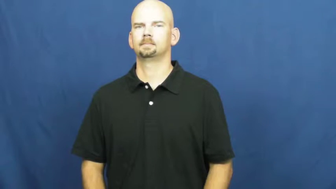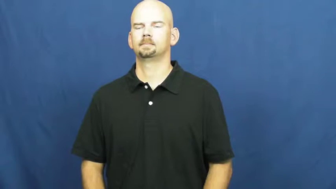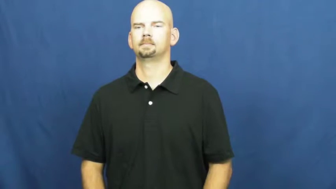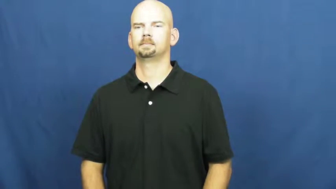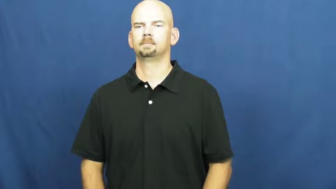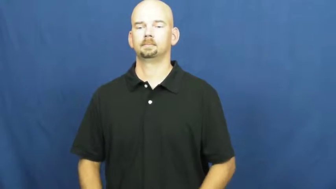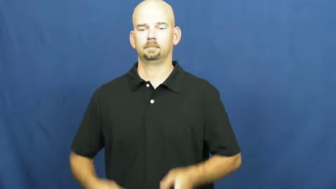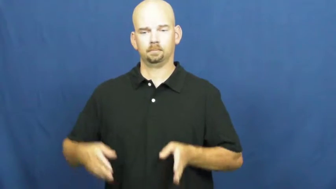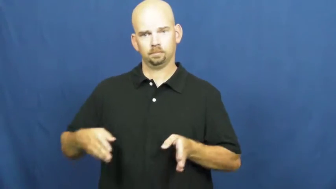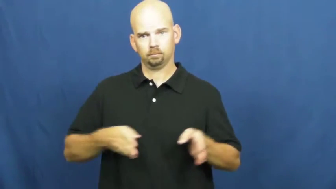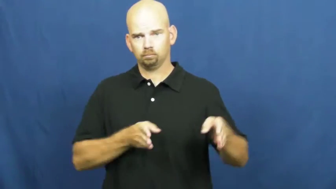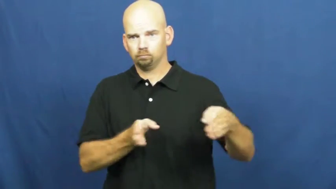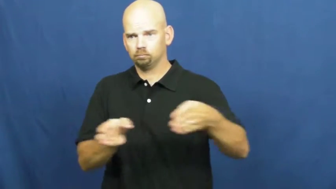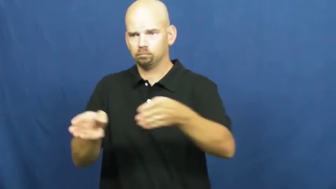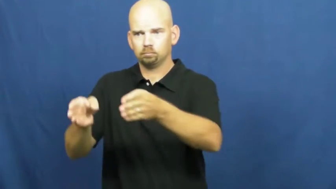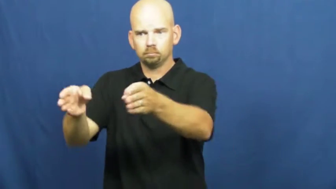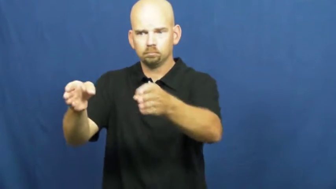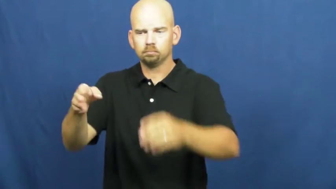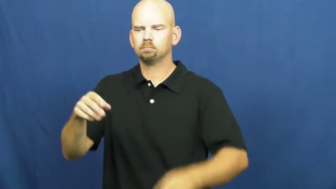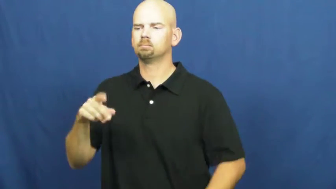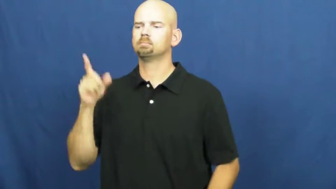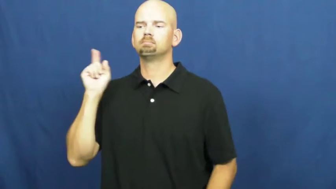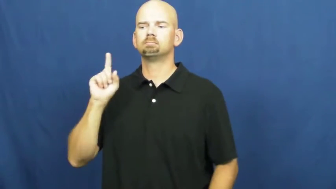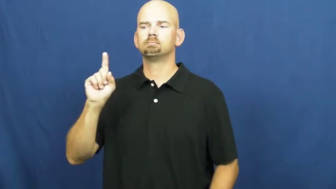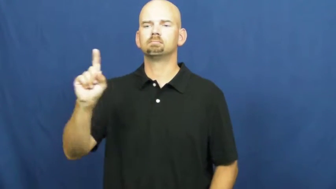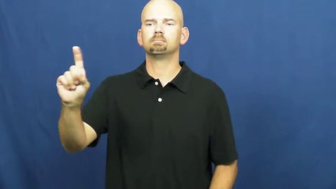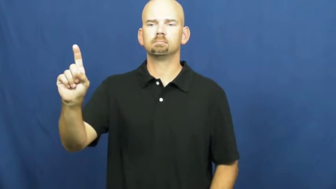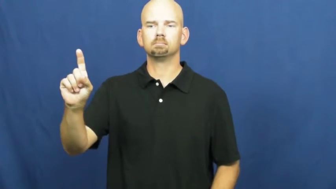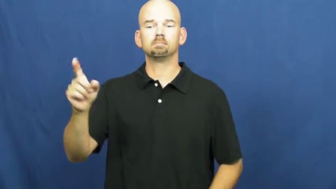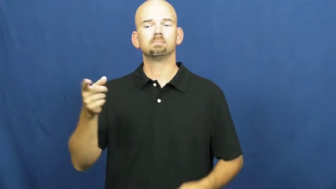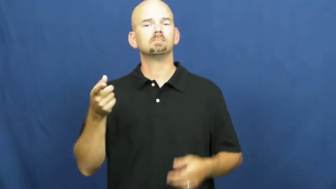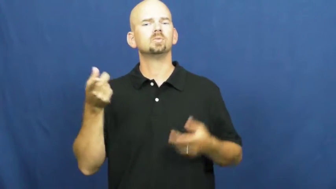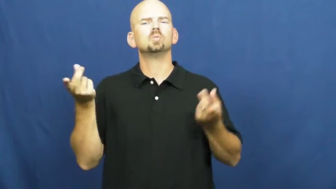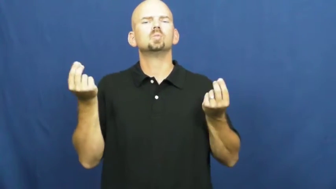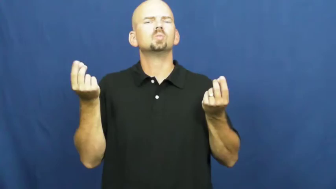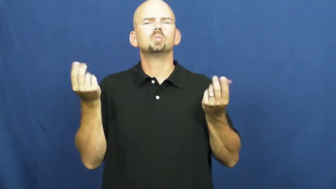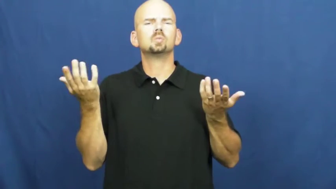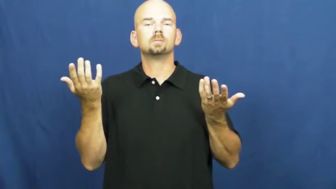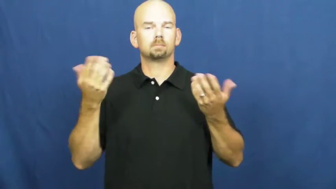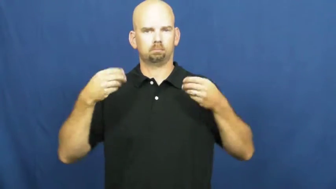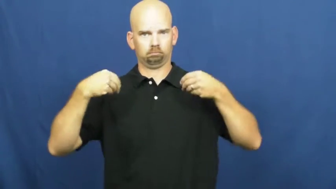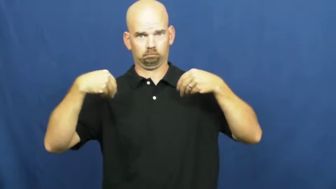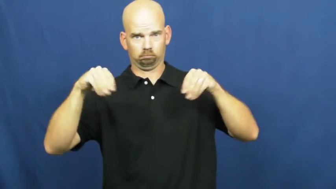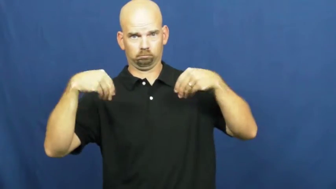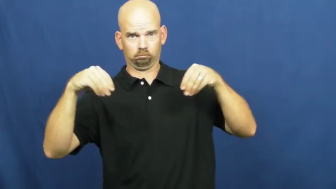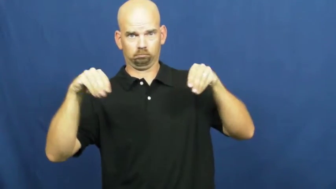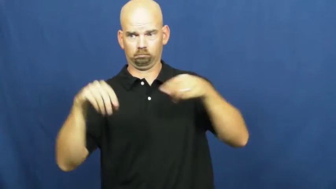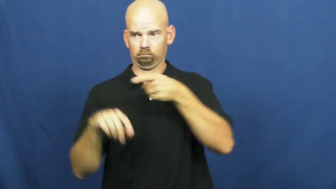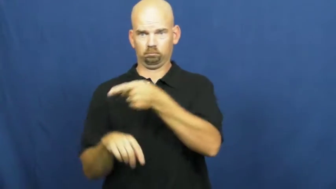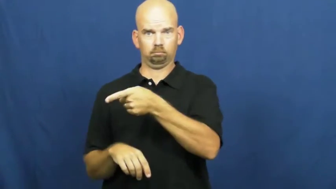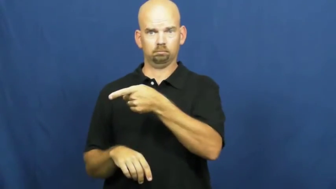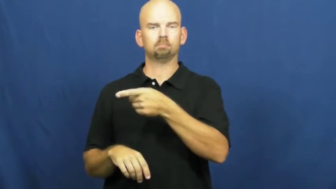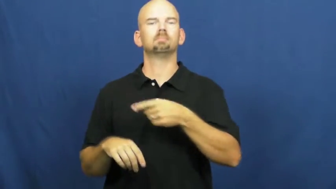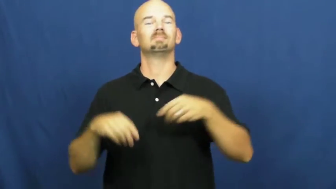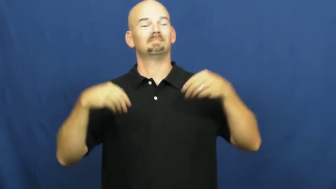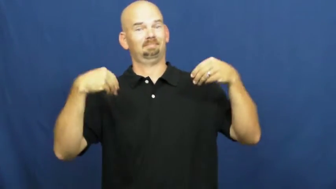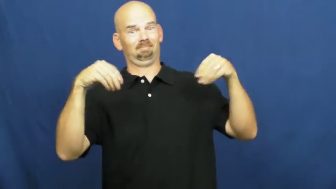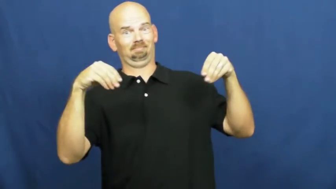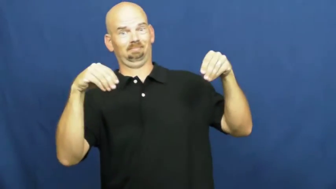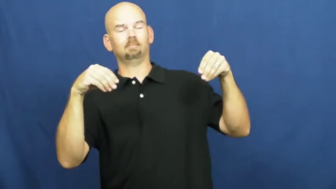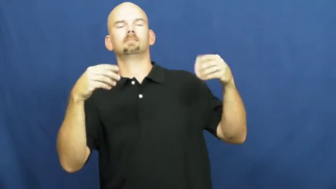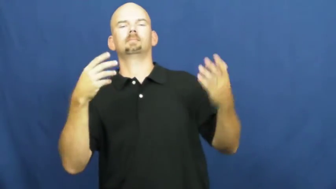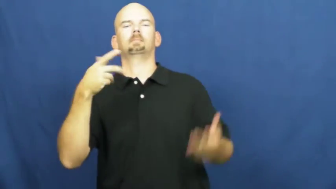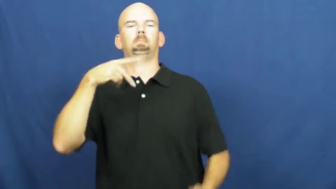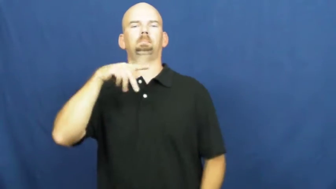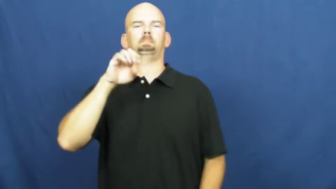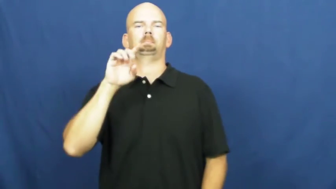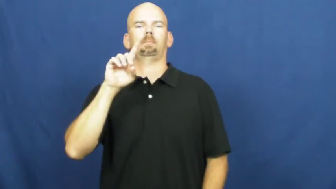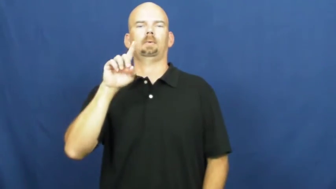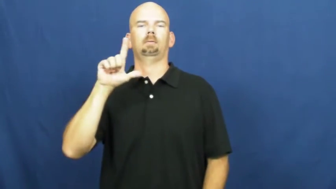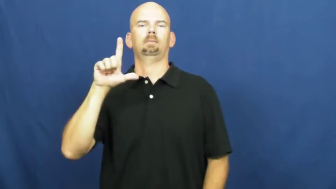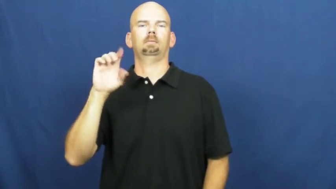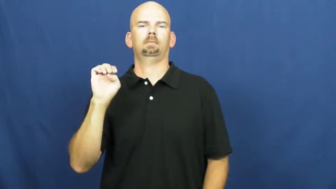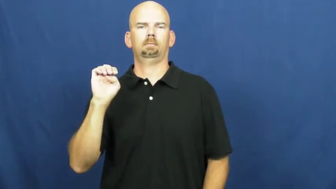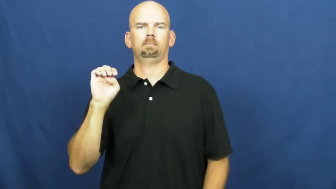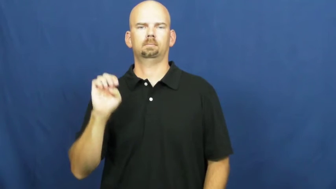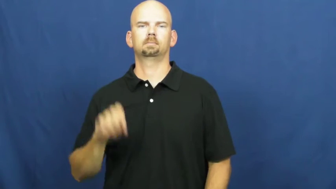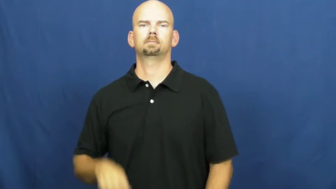peddle